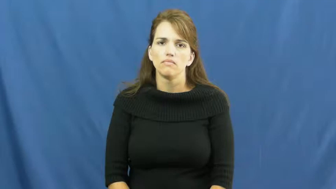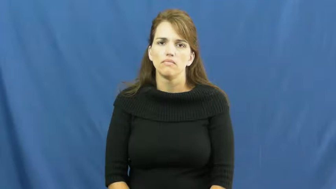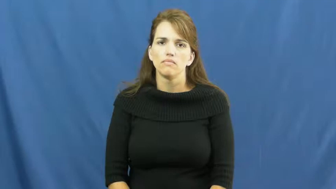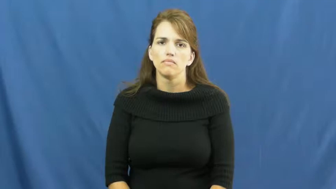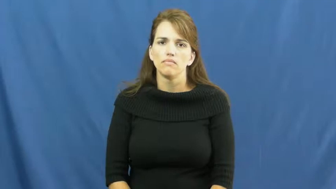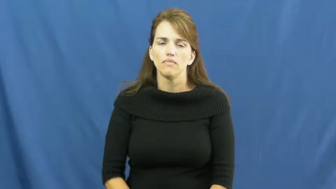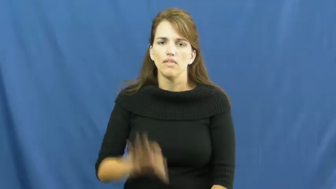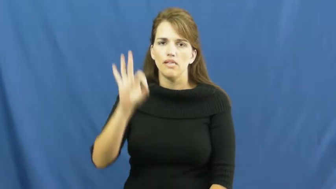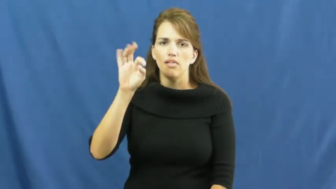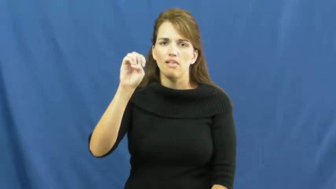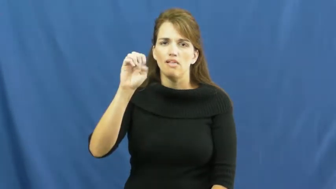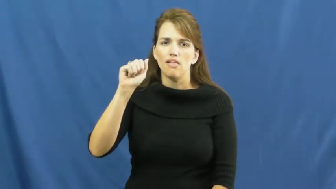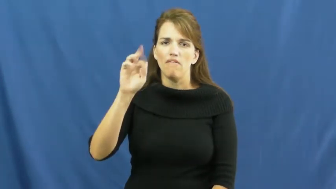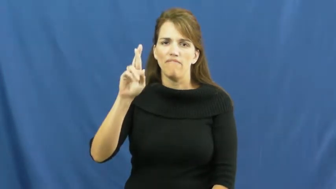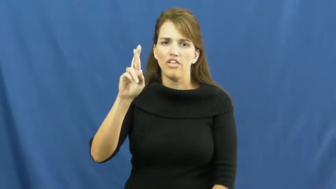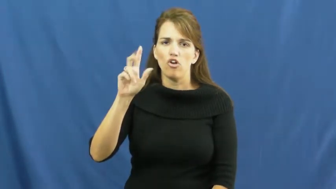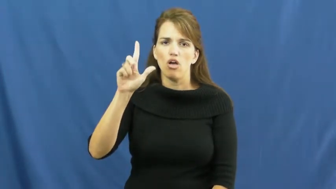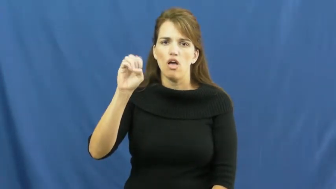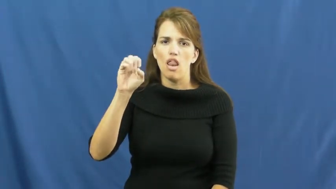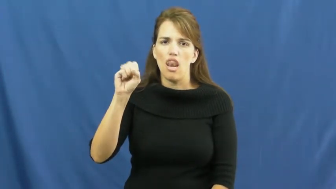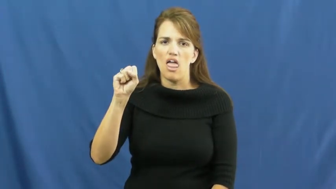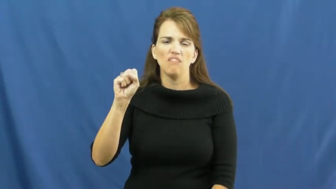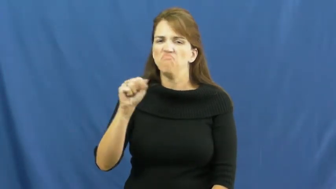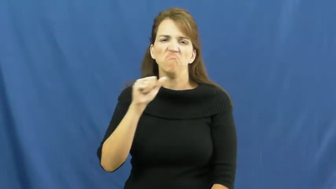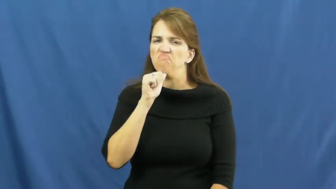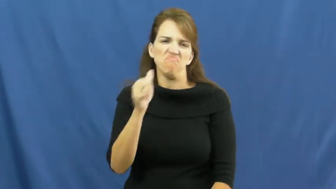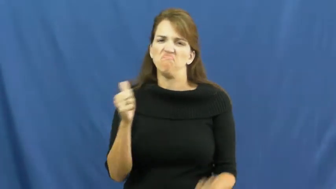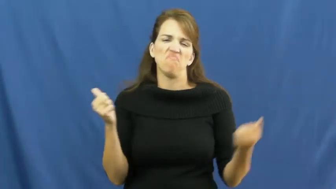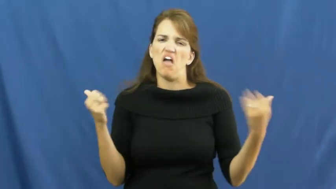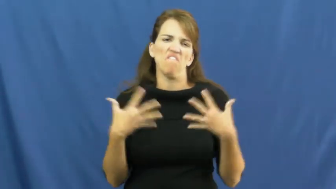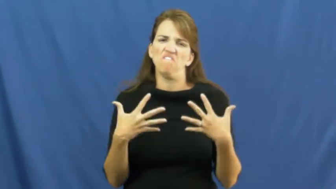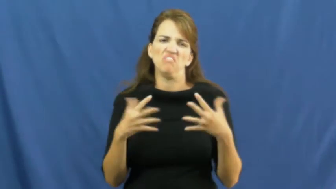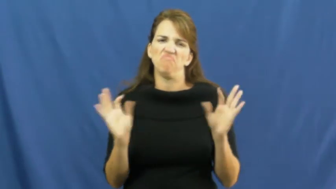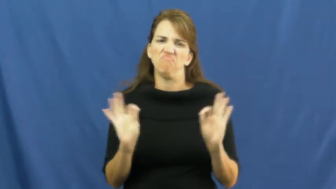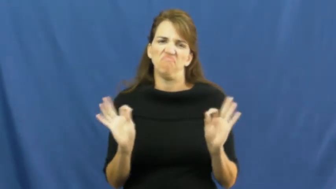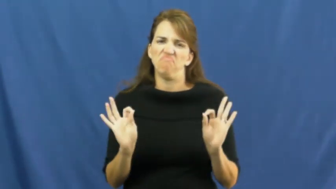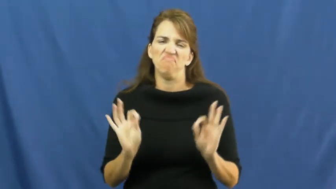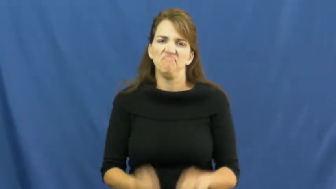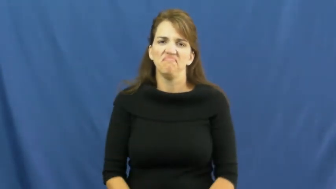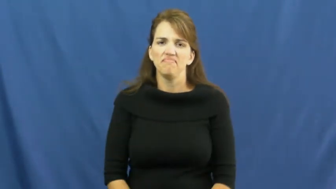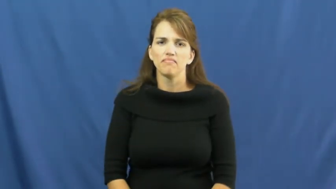fearless